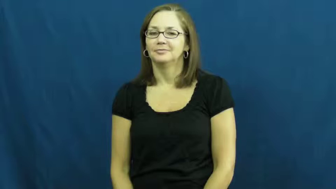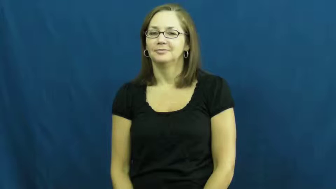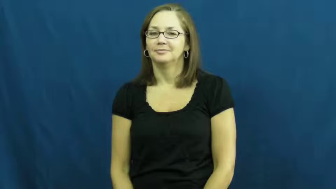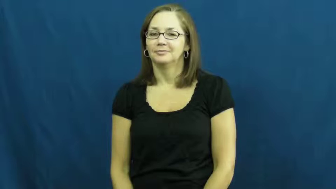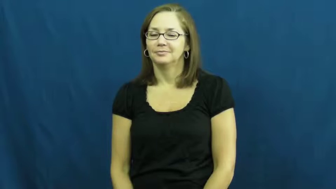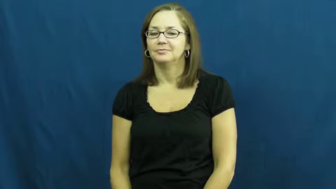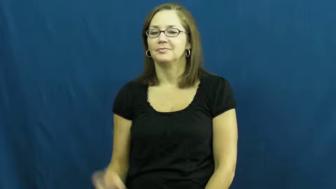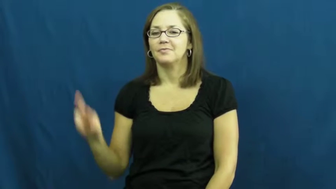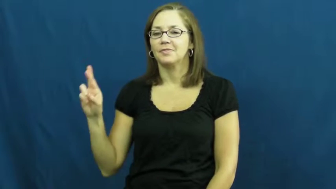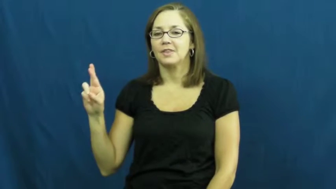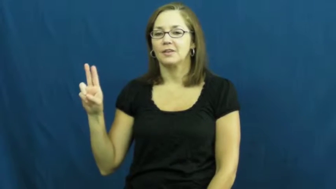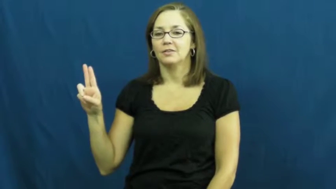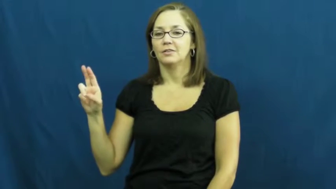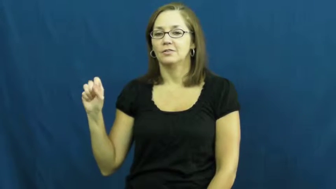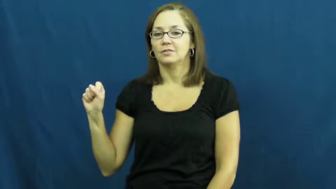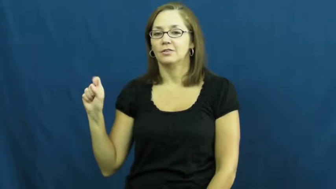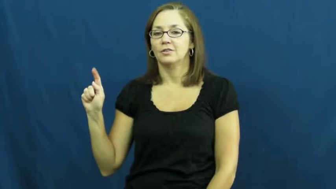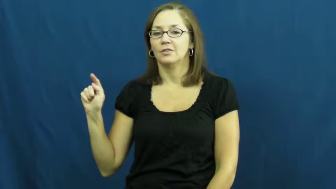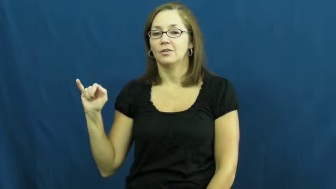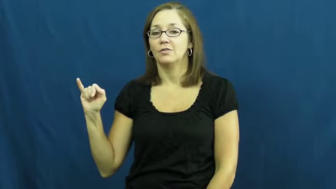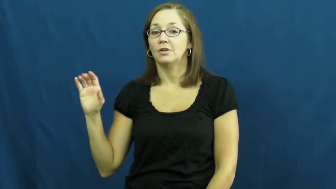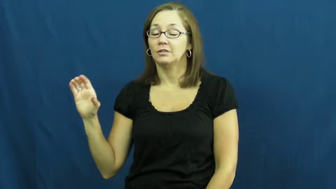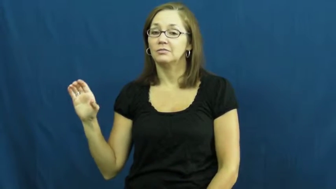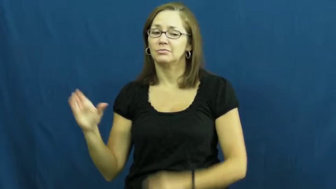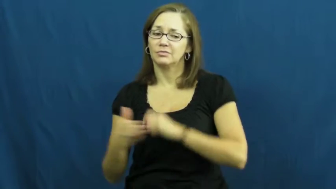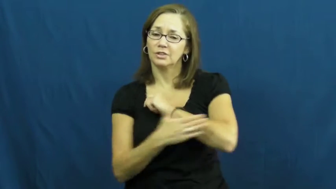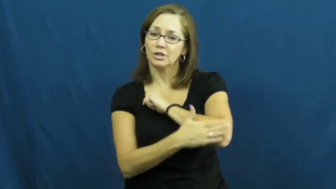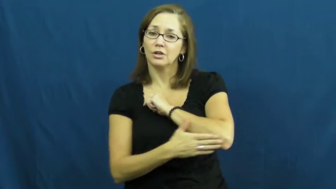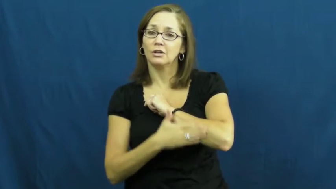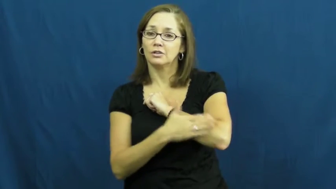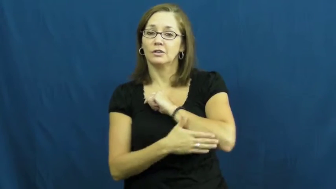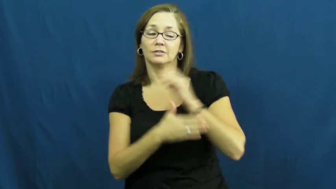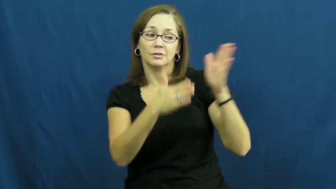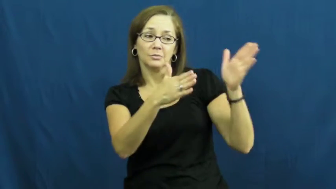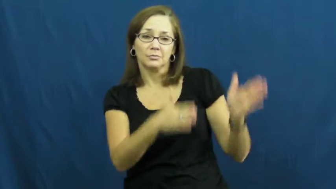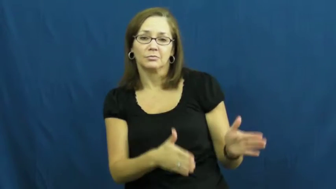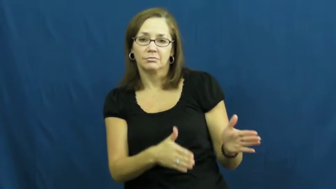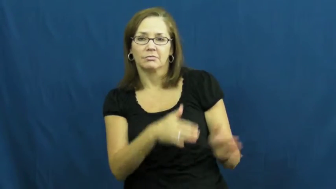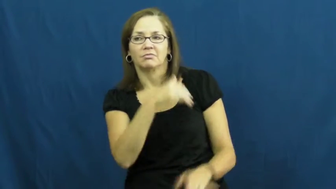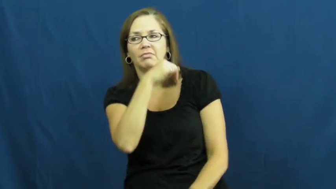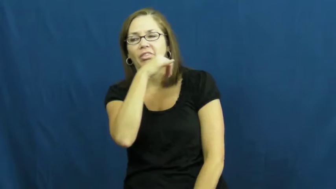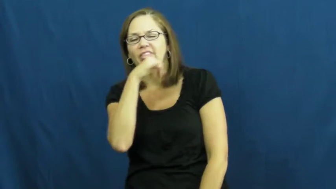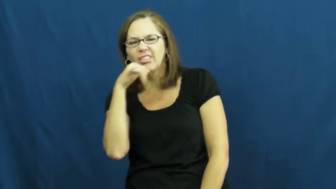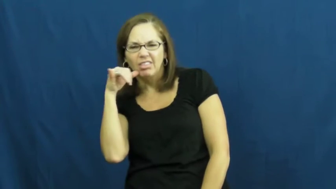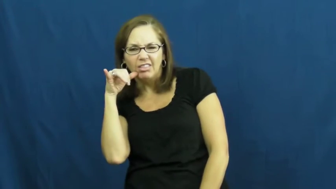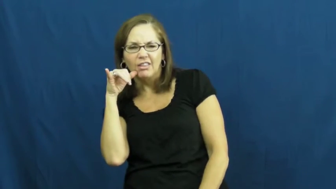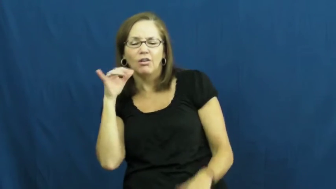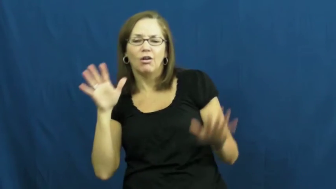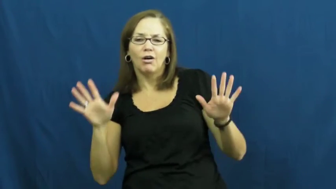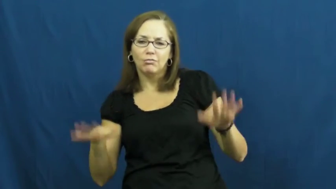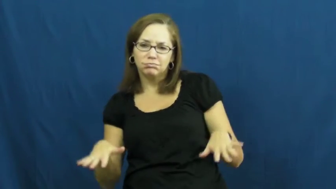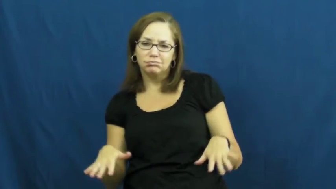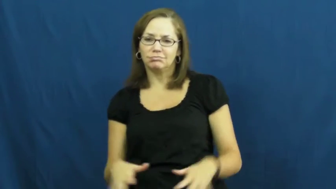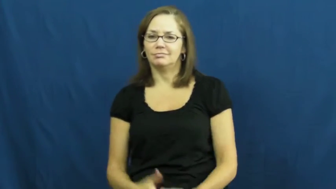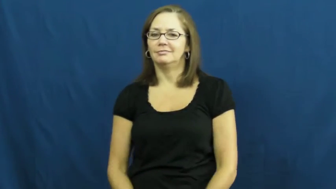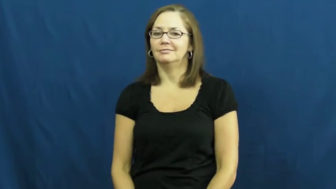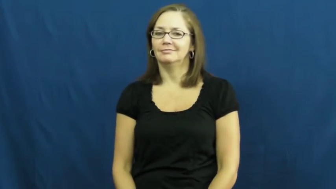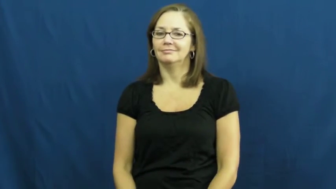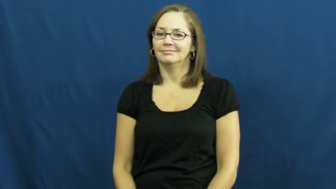rustic-country